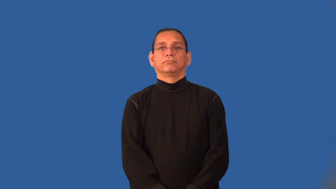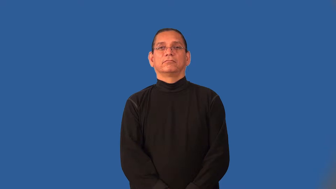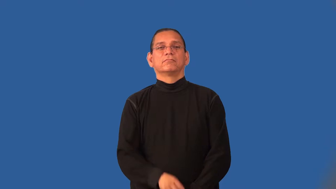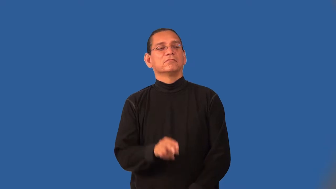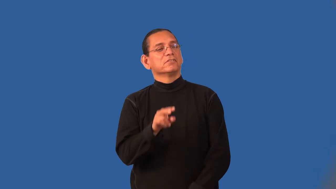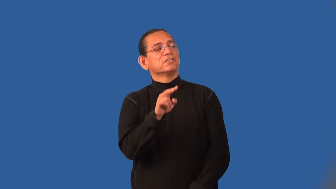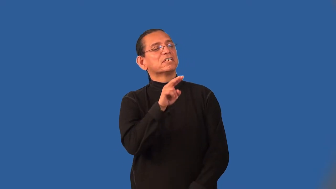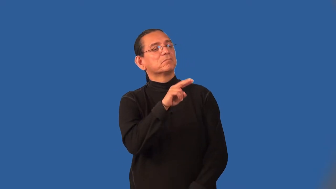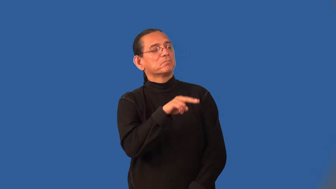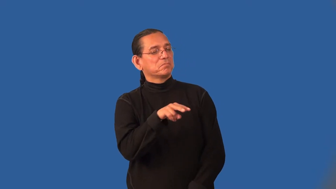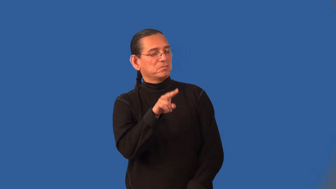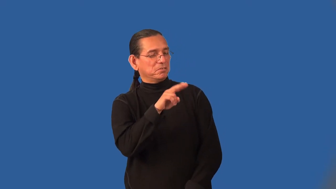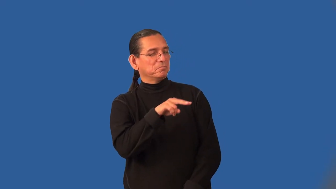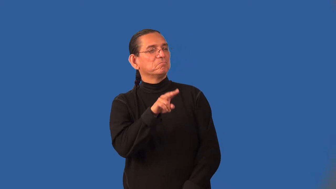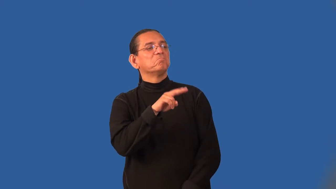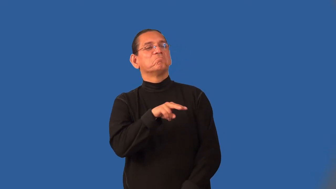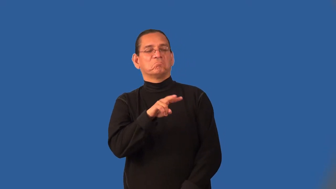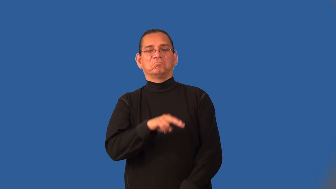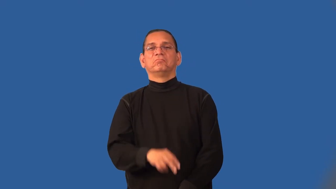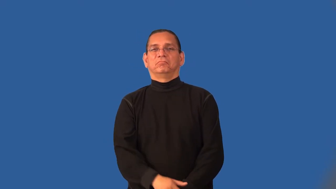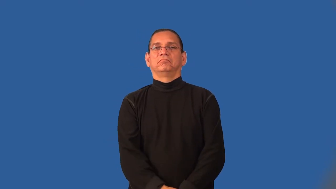impression-opinion